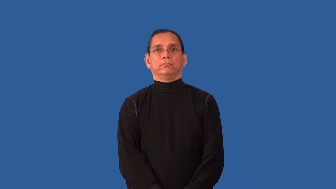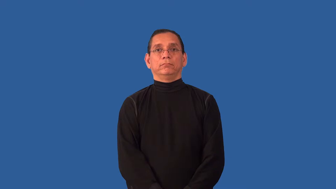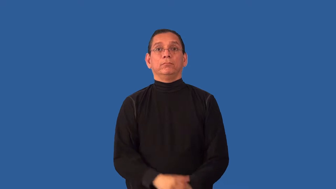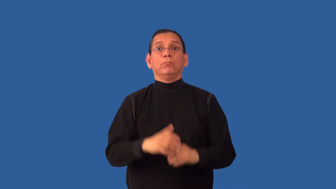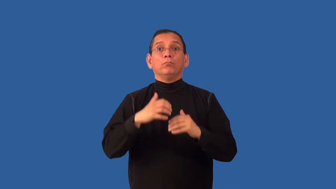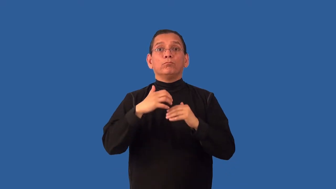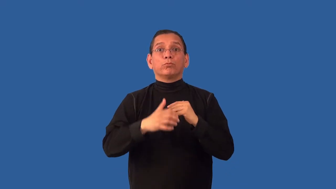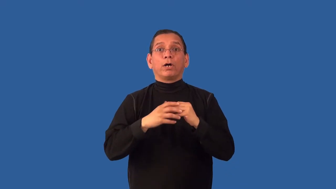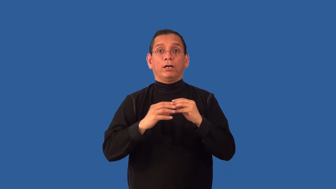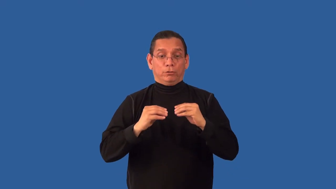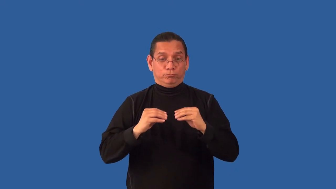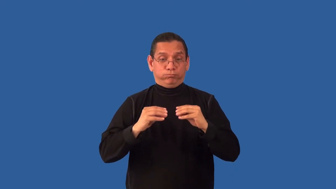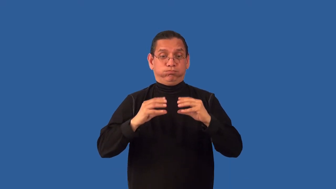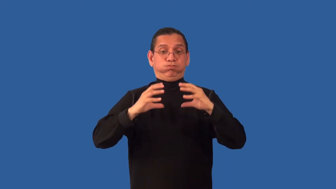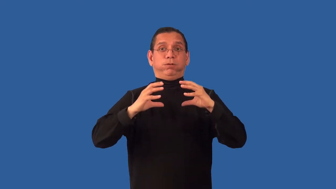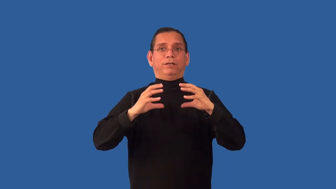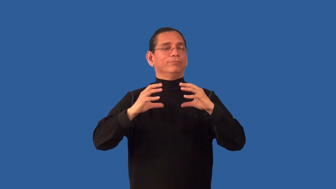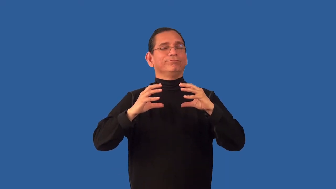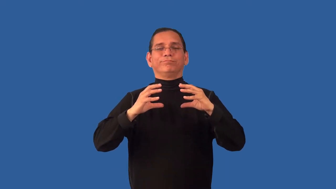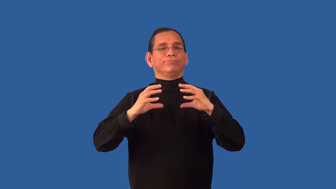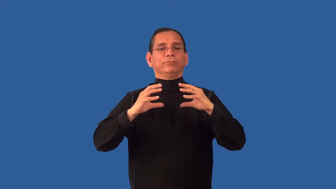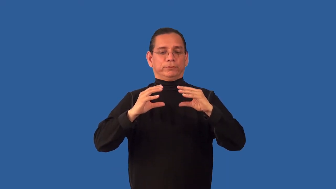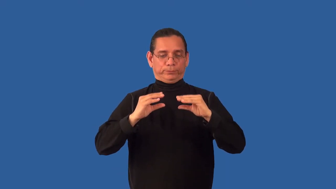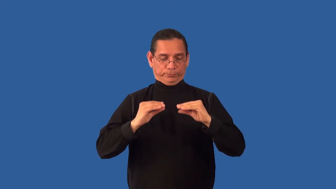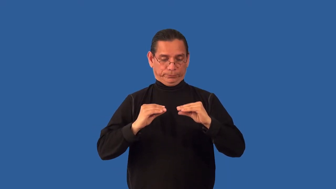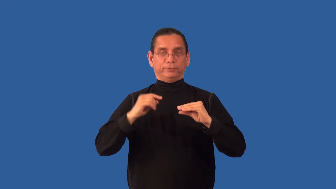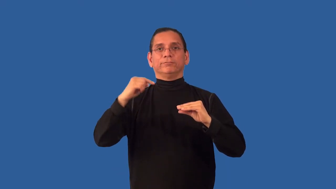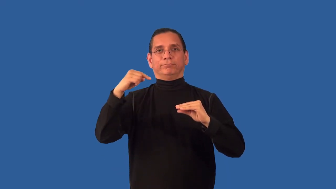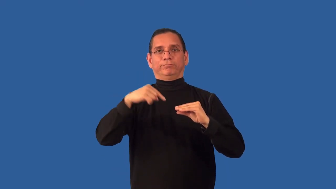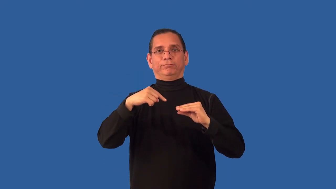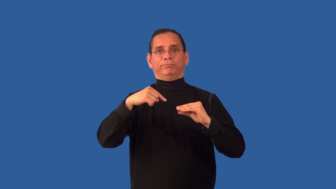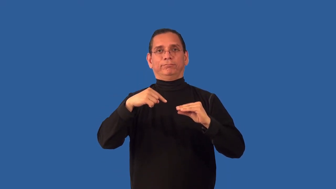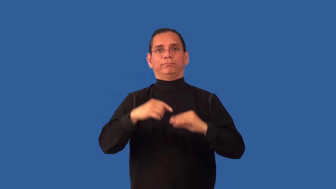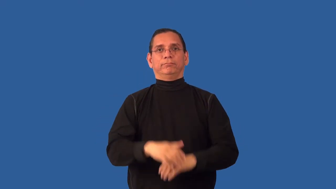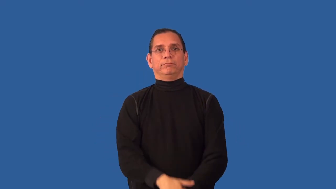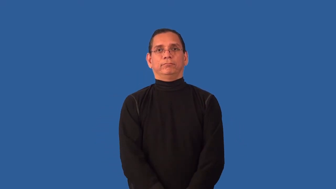unleavened